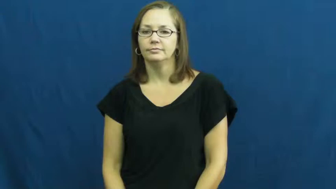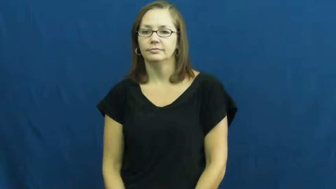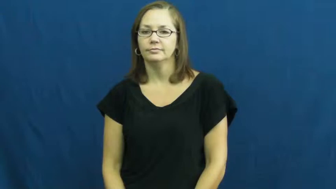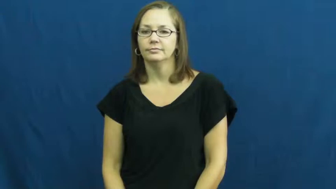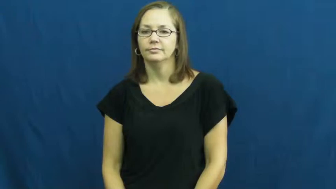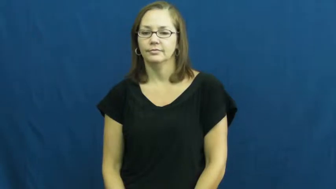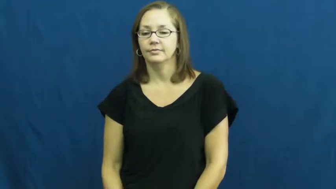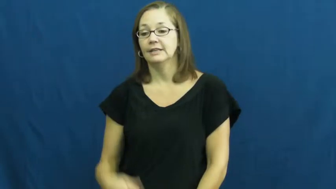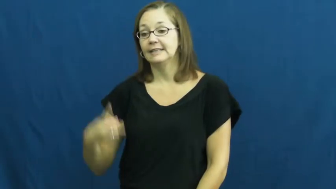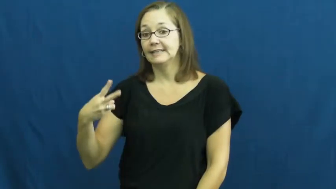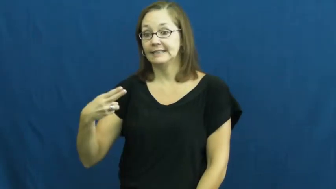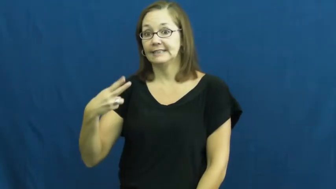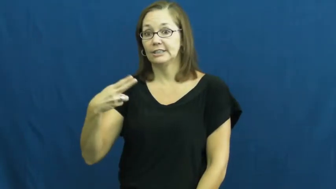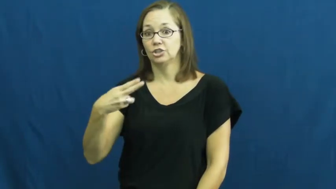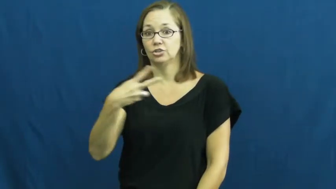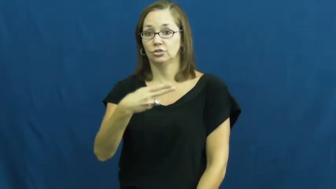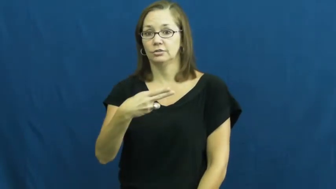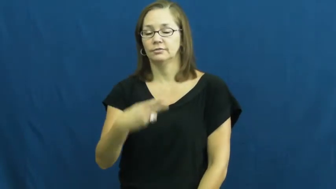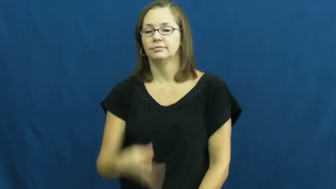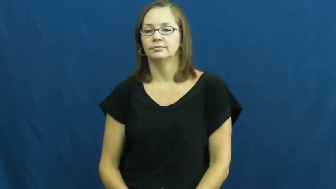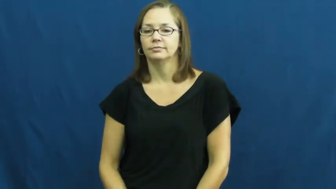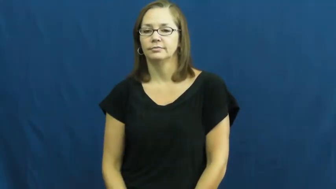scissors